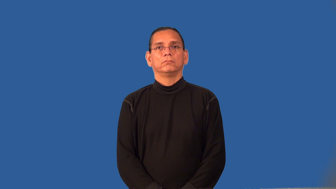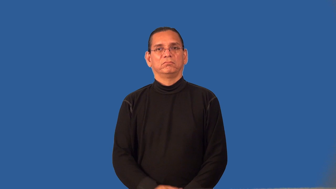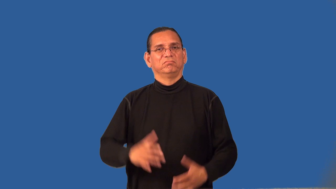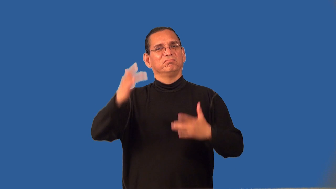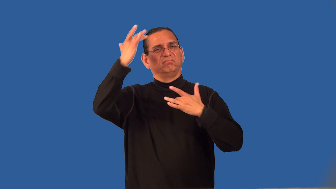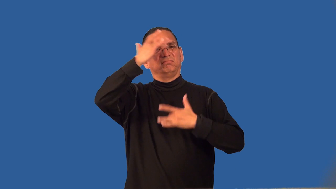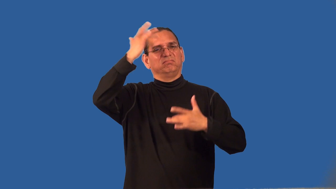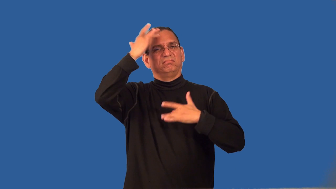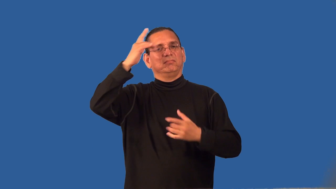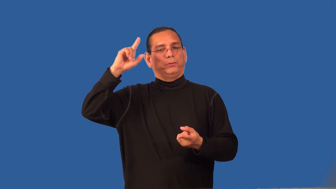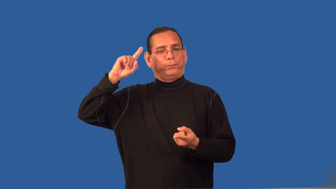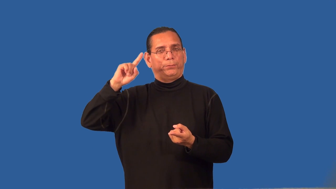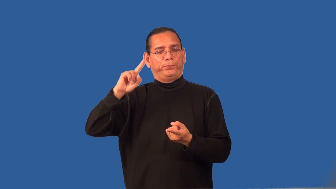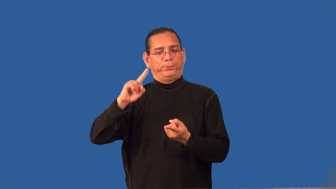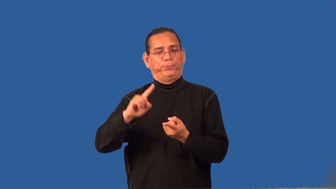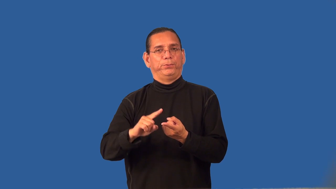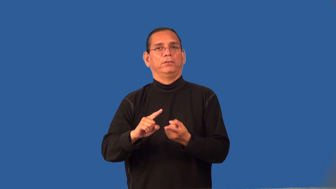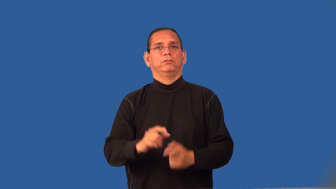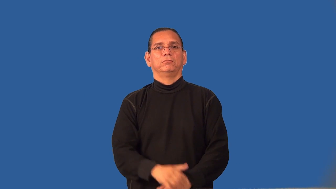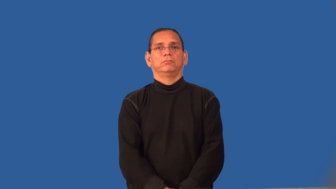remission-disease